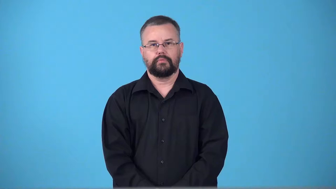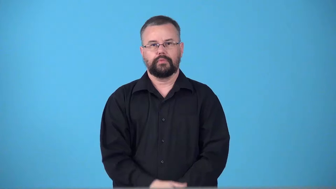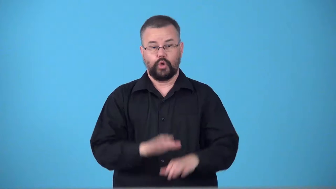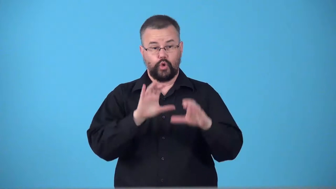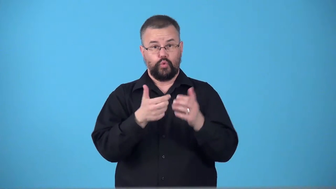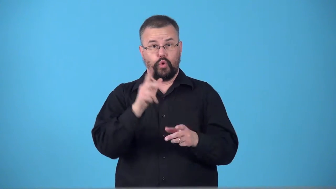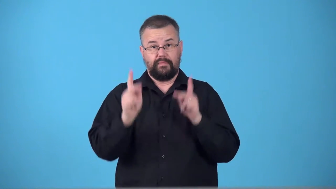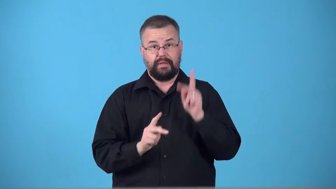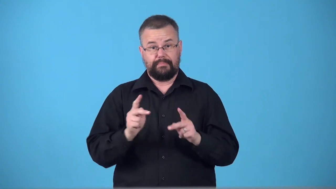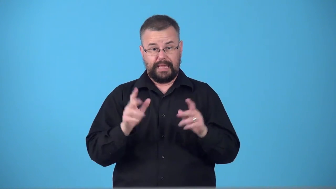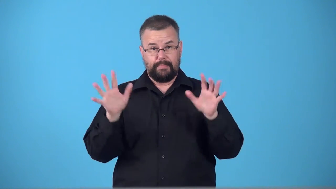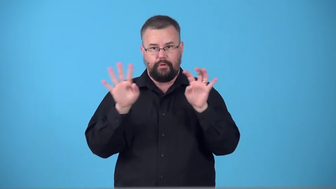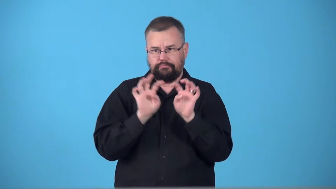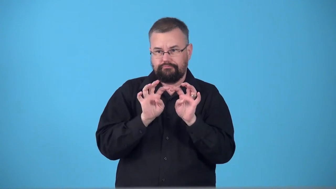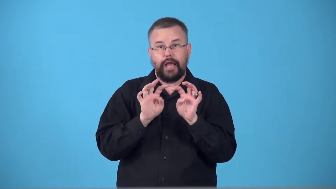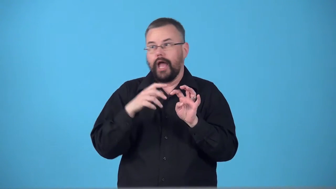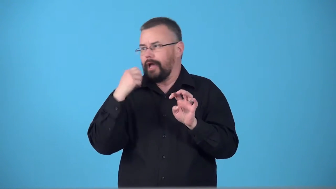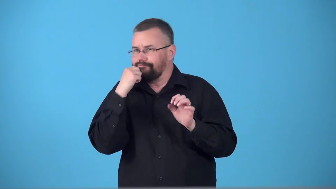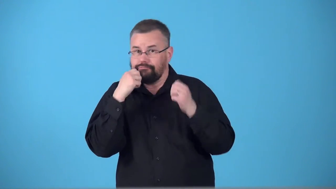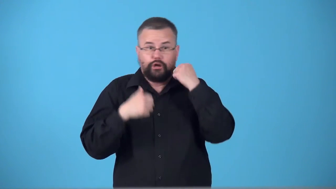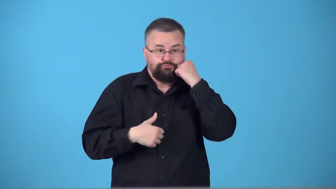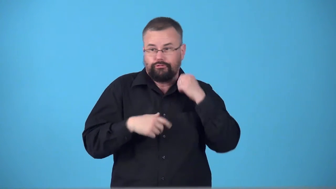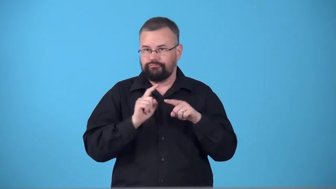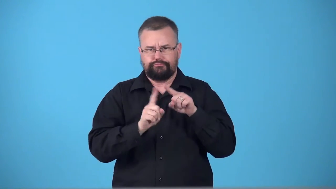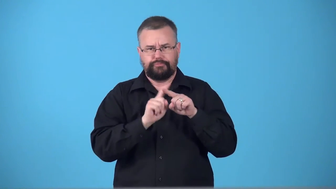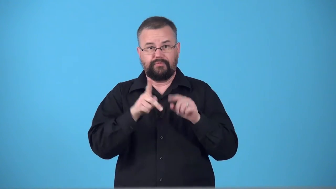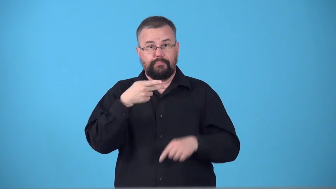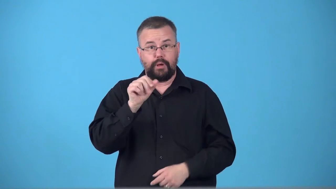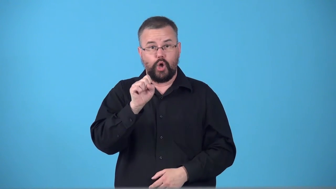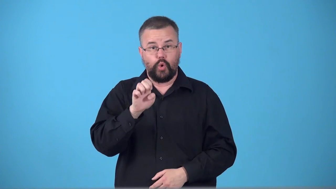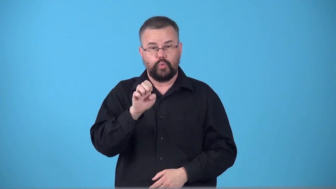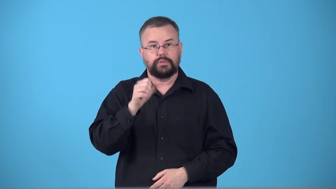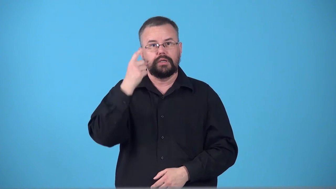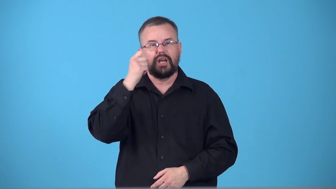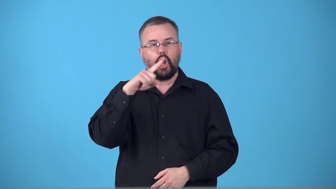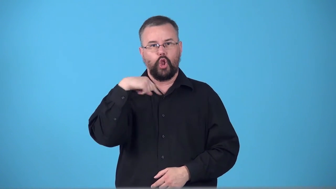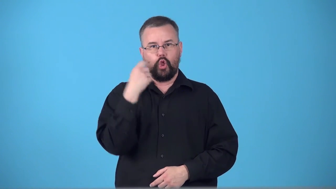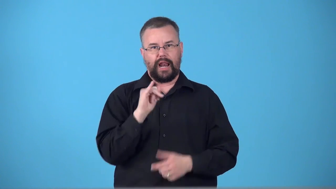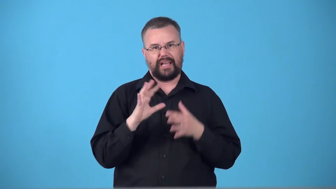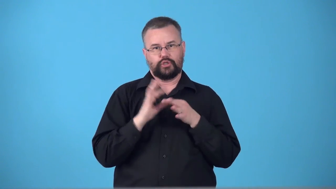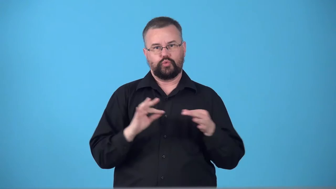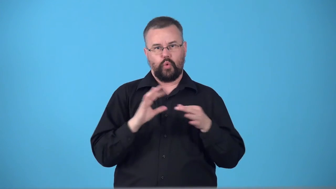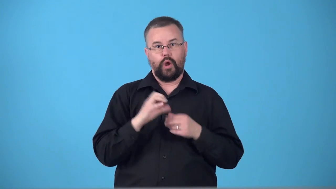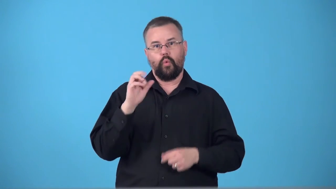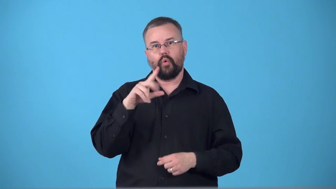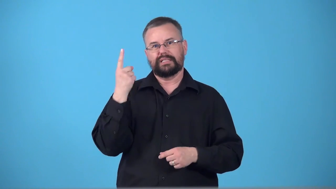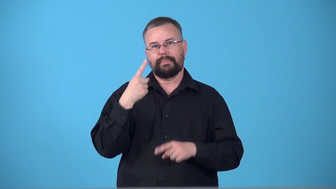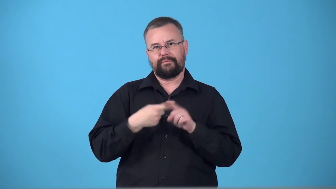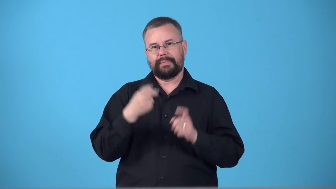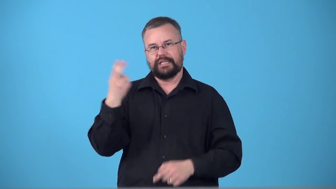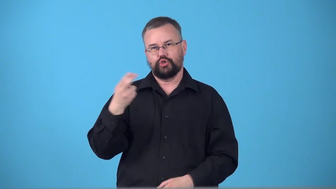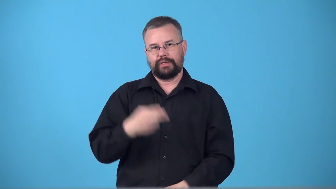tableau